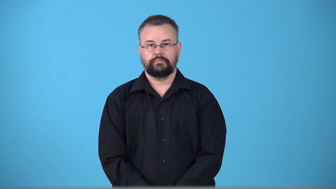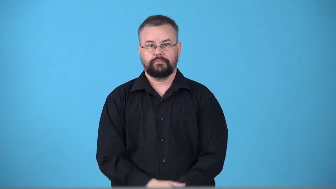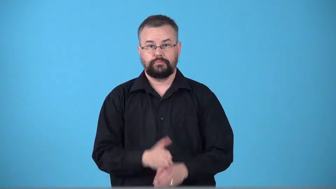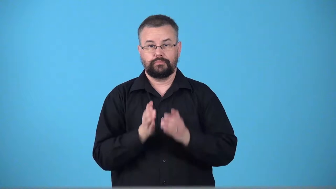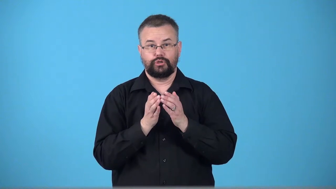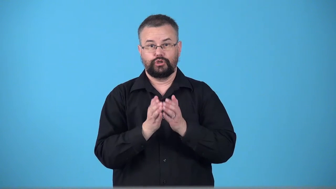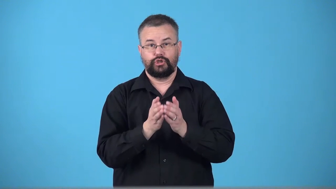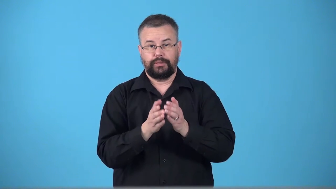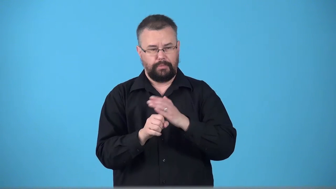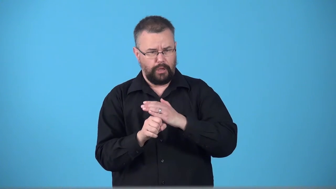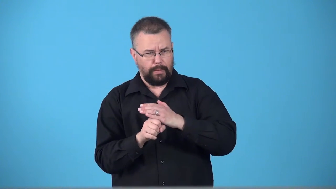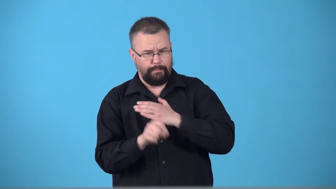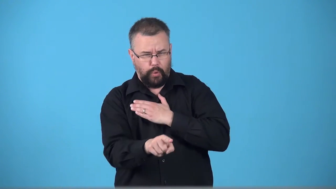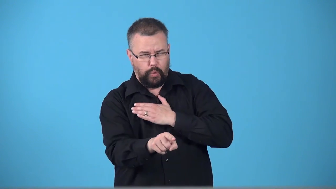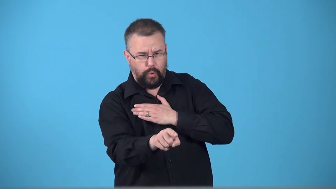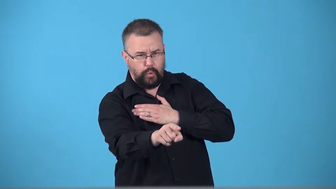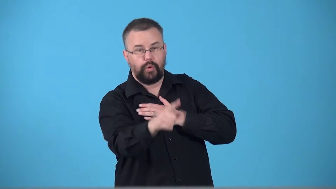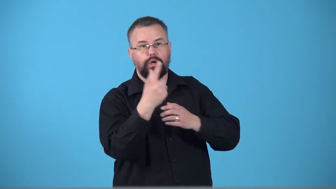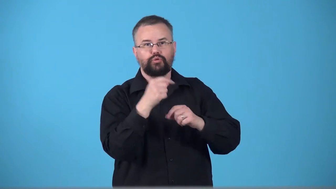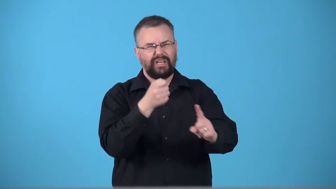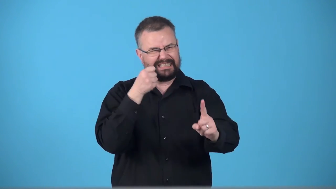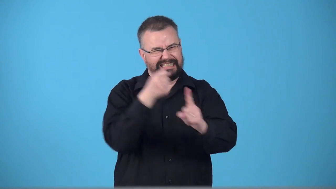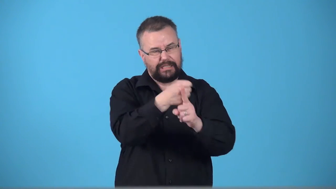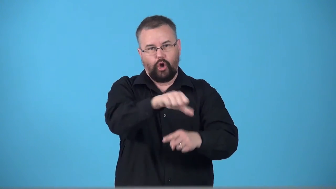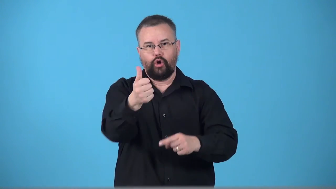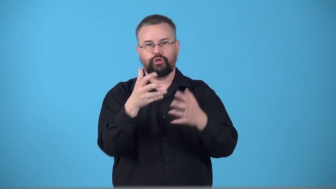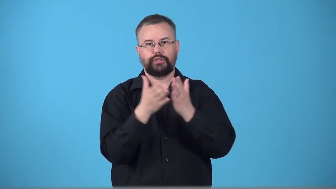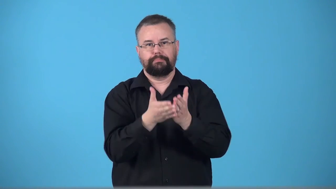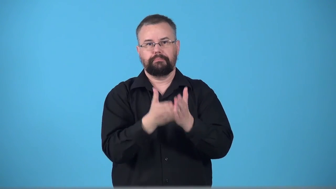torpedo-verb